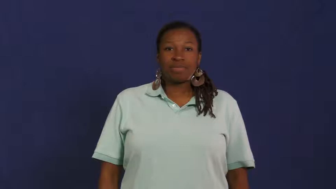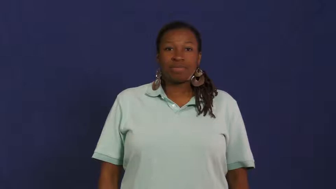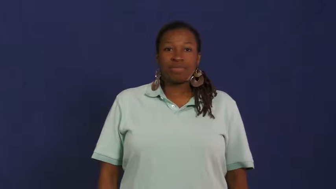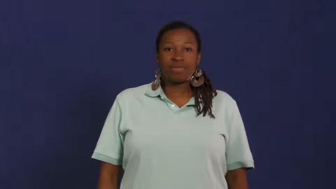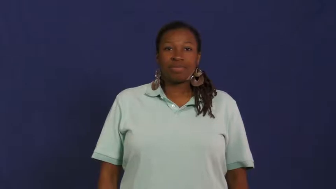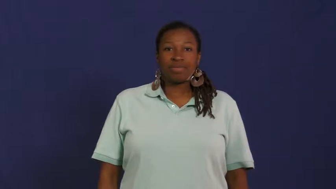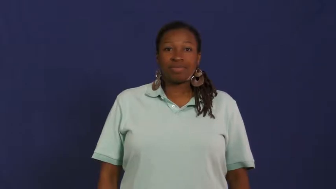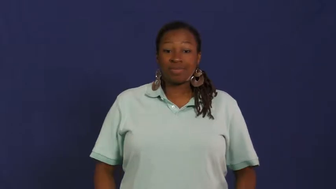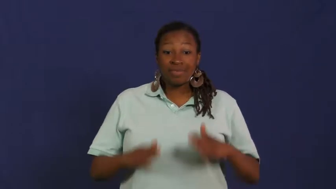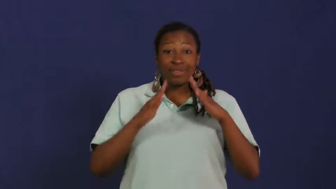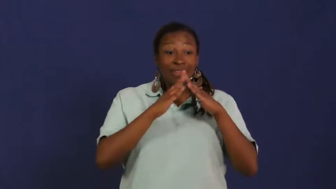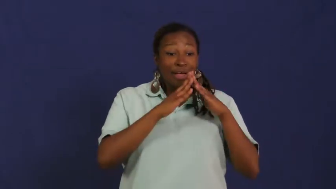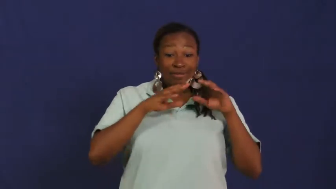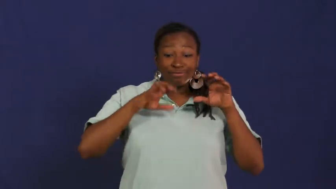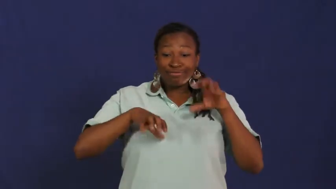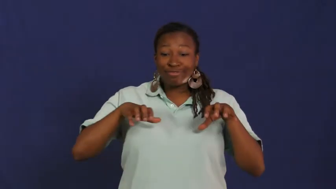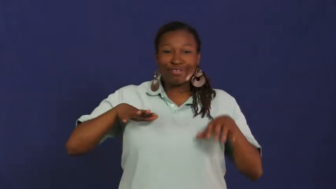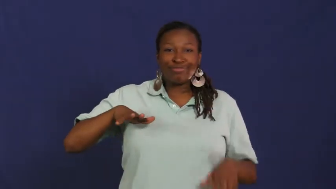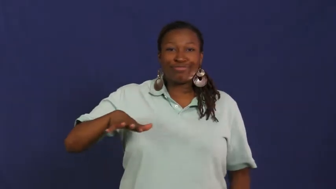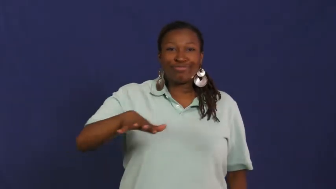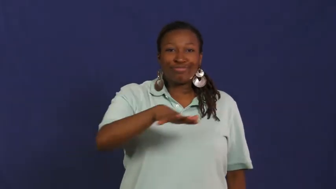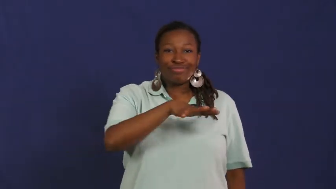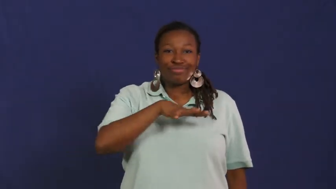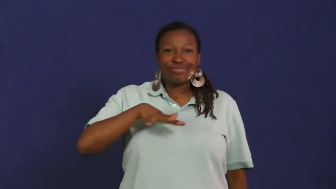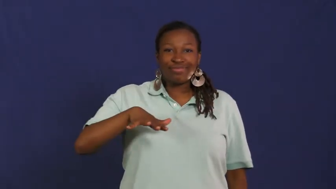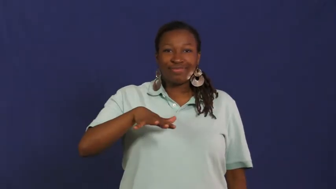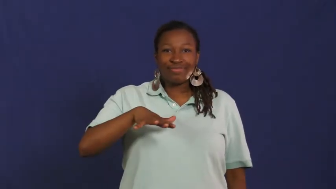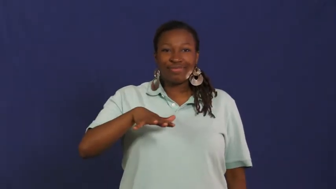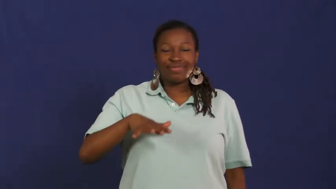neighborhood